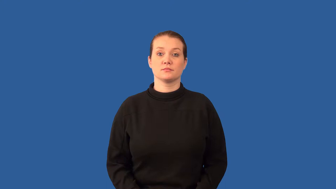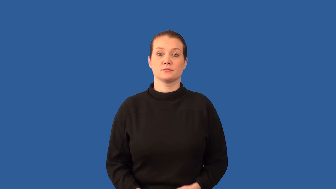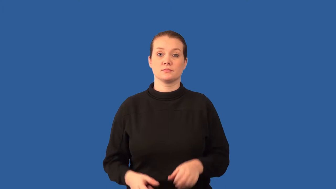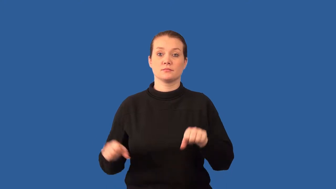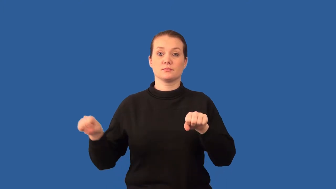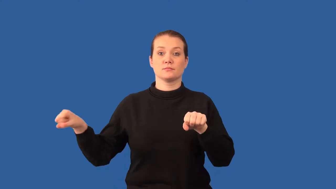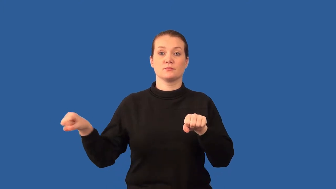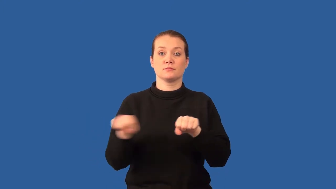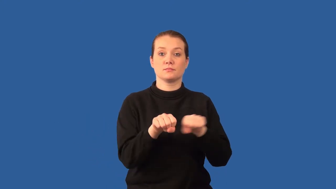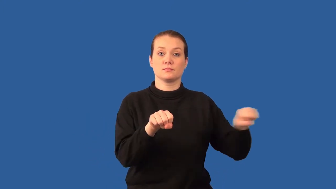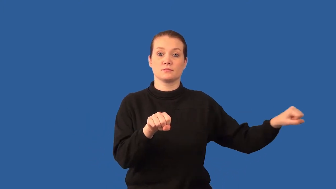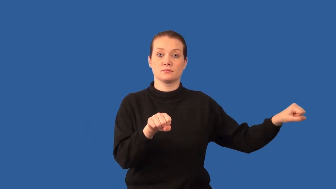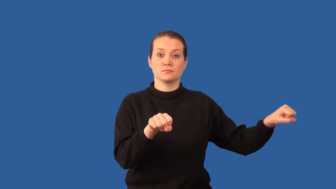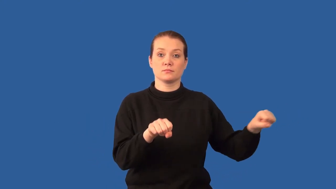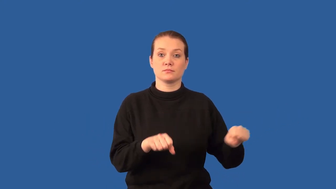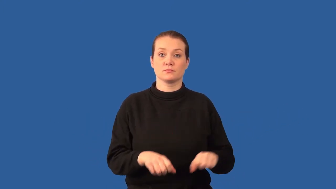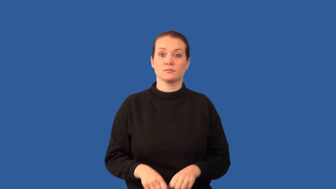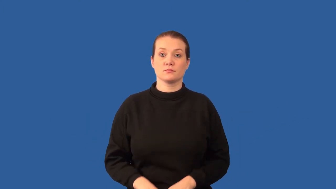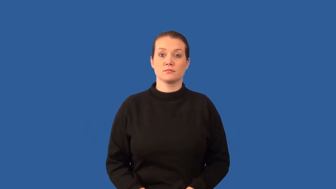inelastic- collision